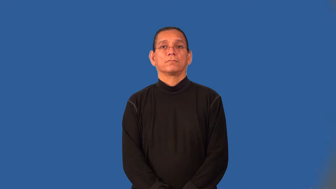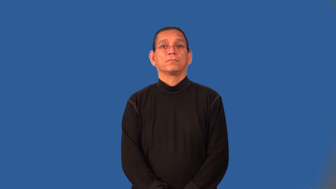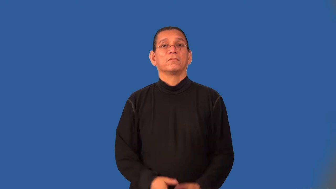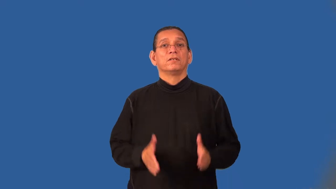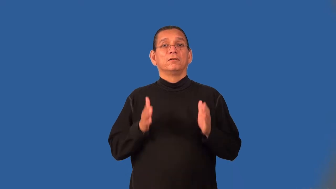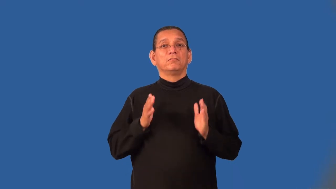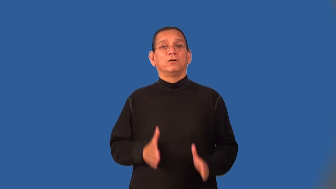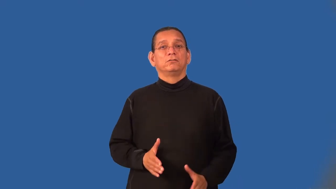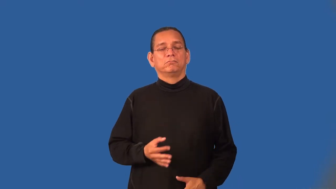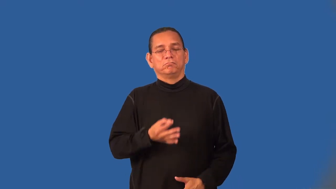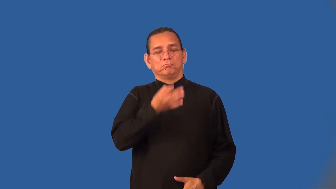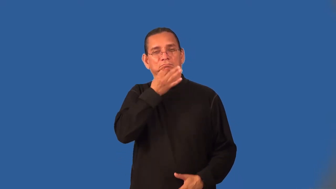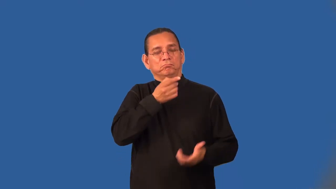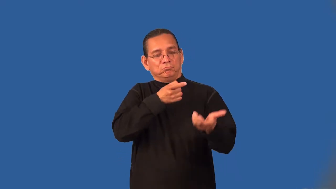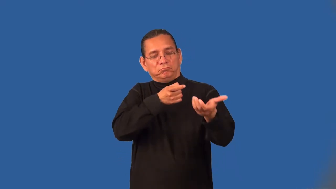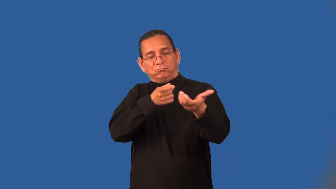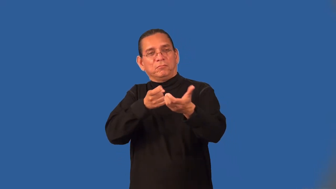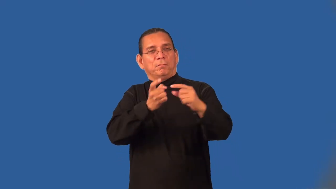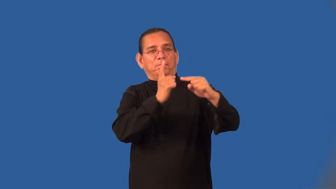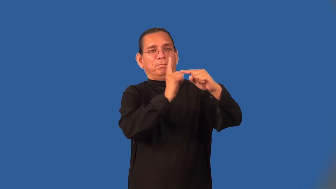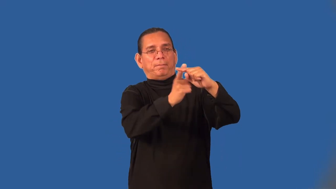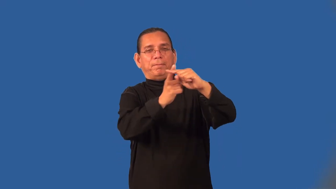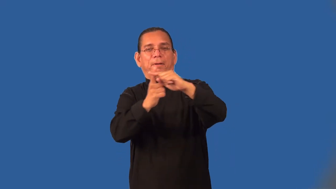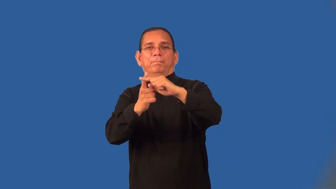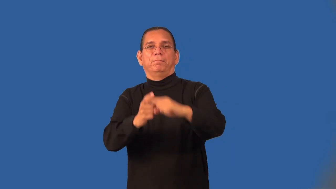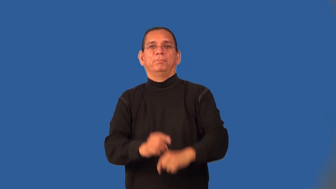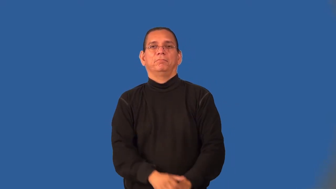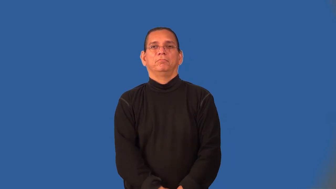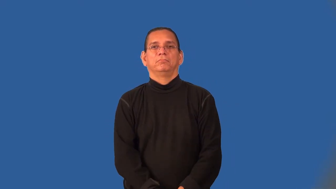marksman,sharpshooter